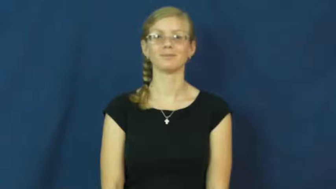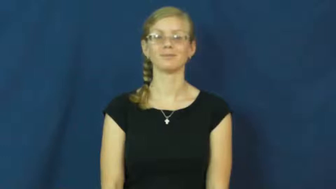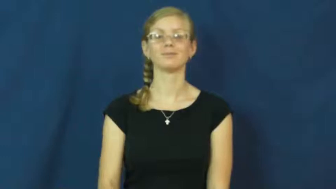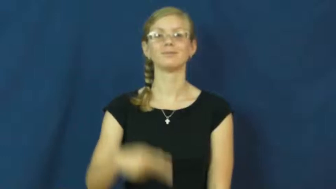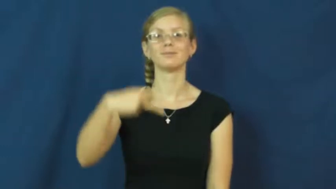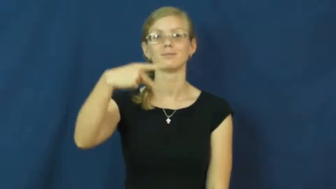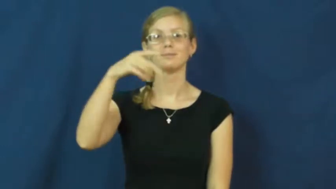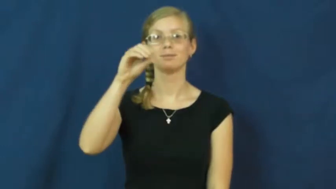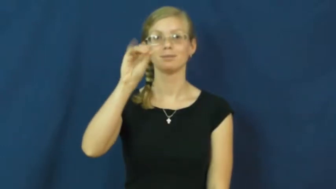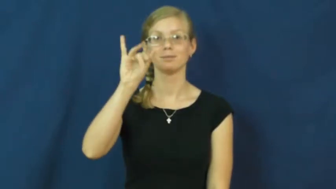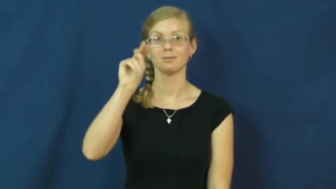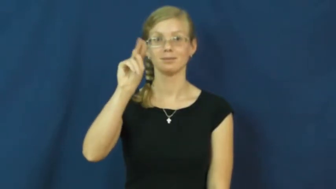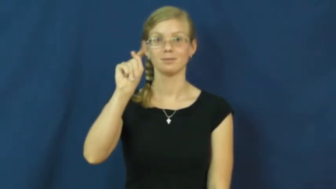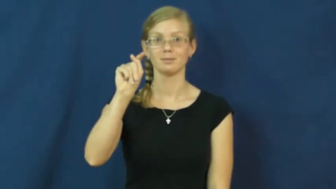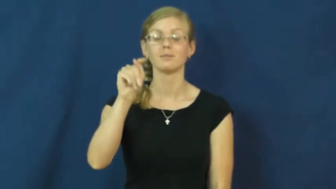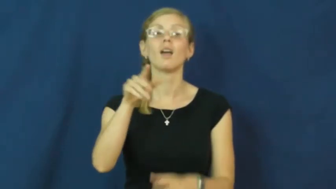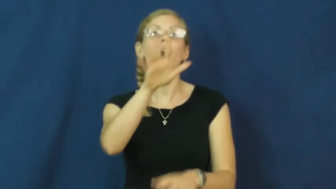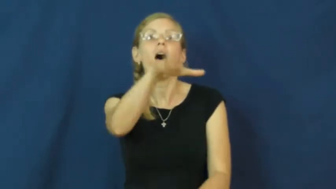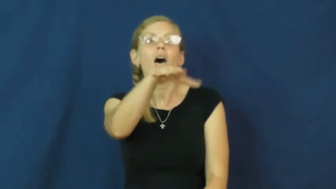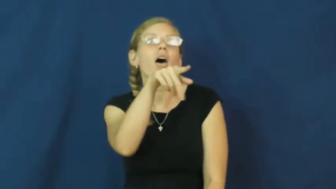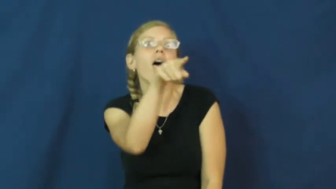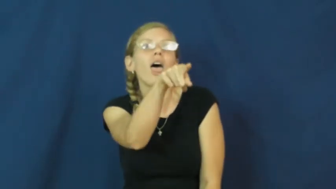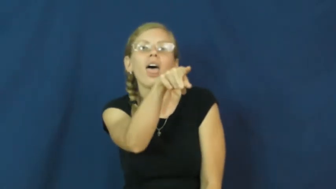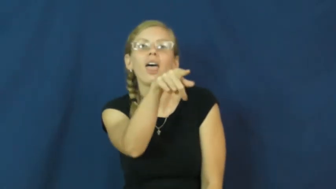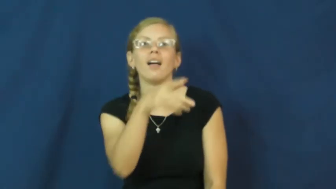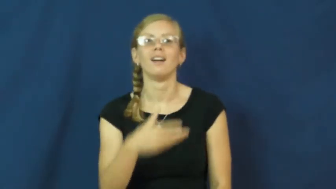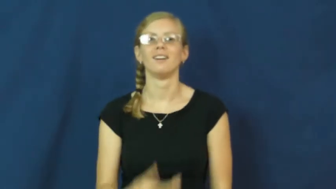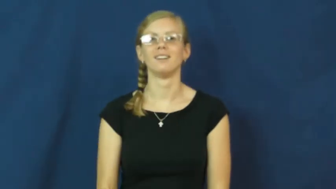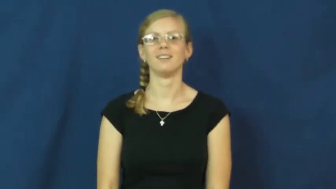point,point at-gesture